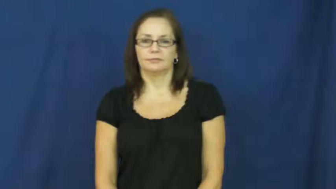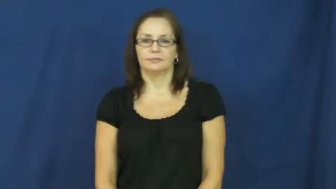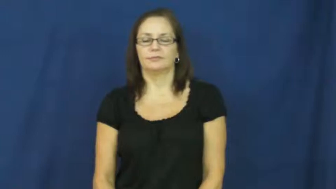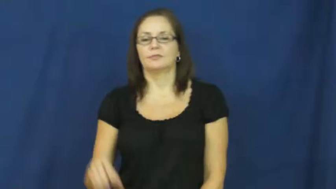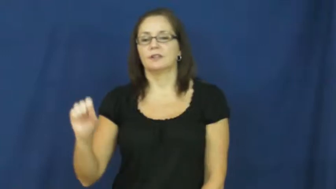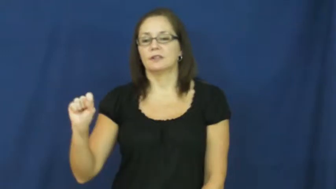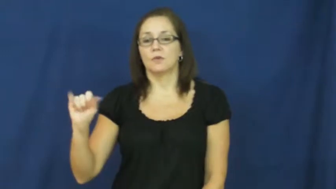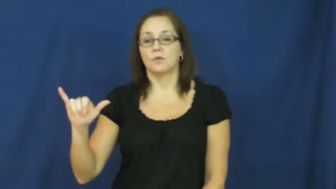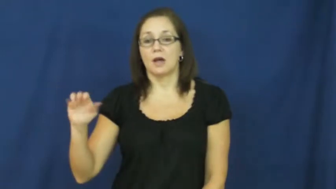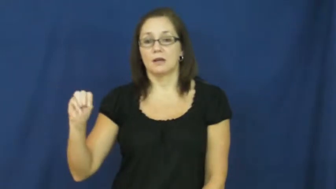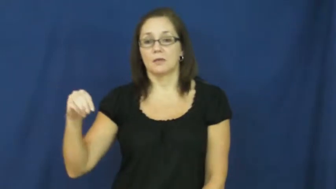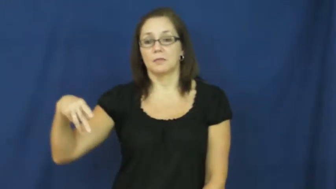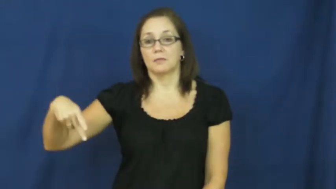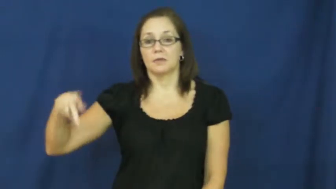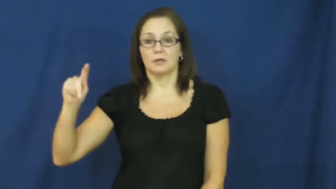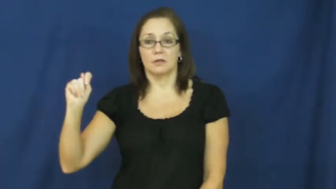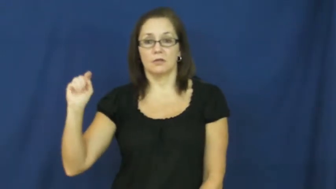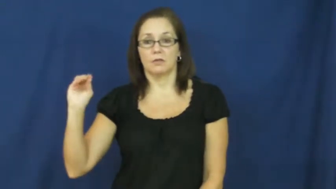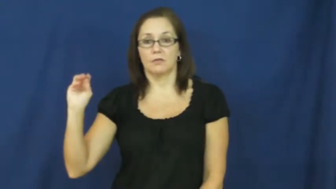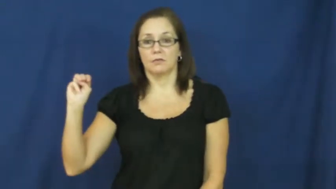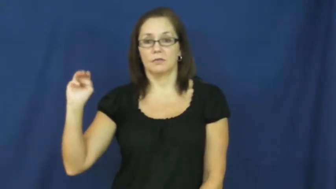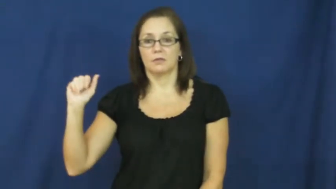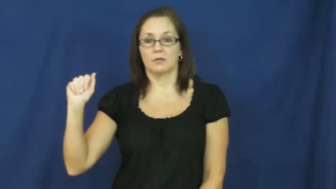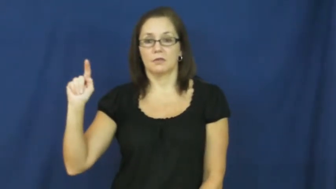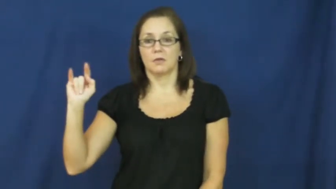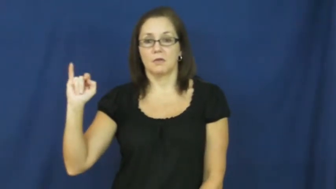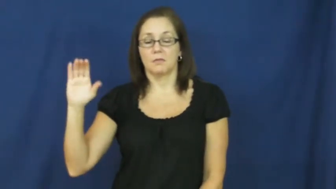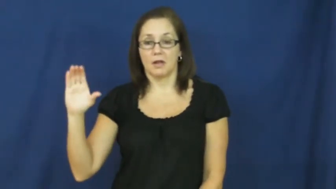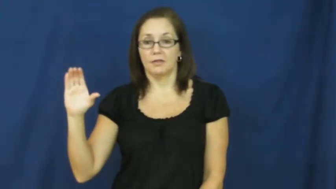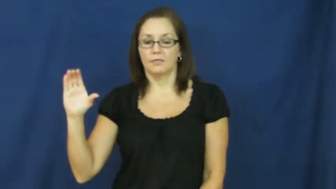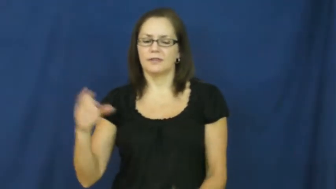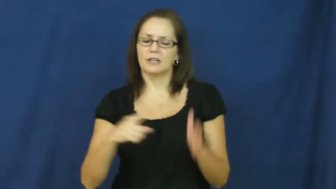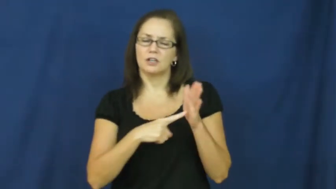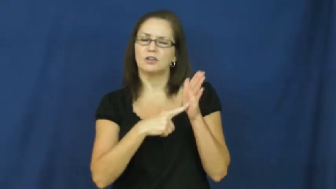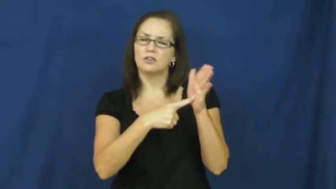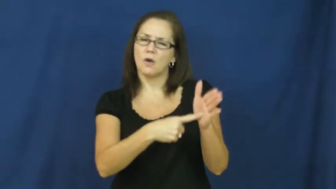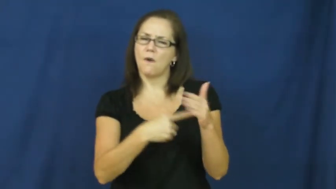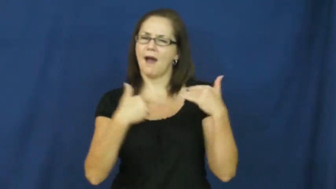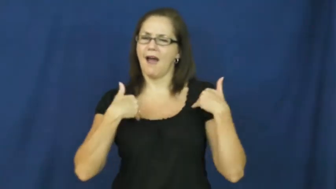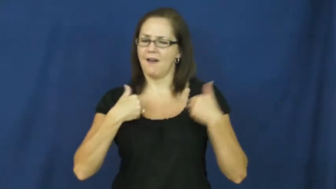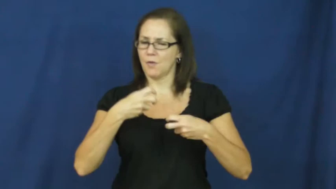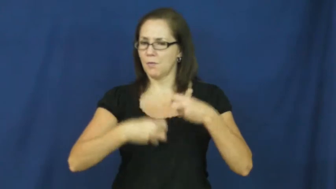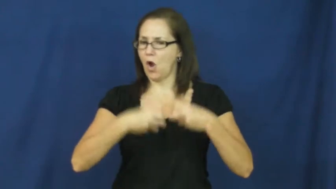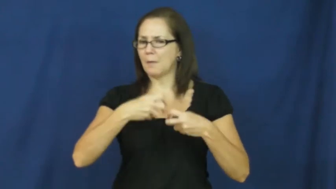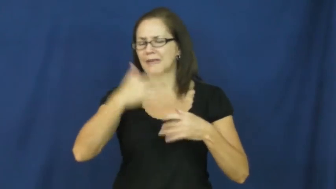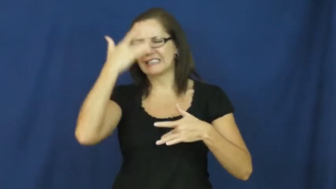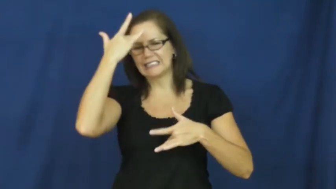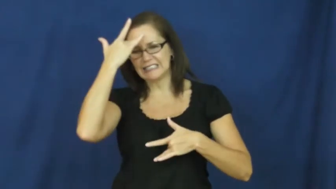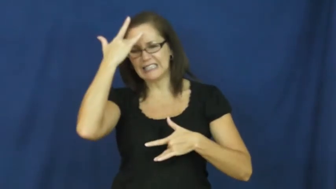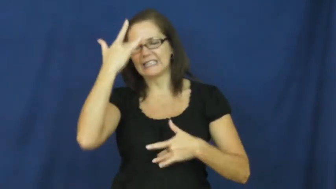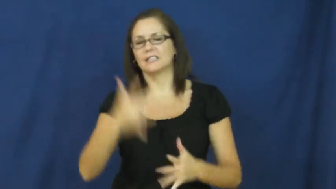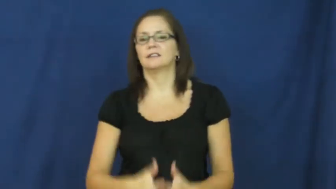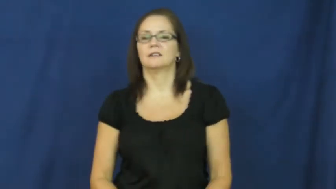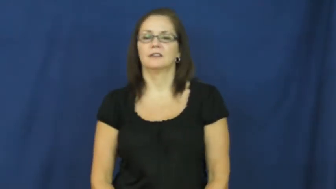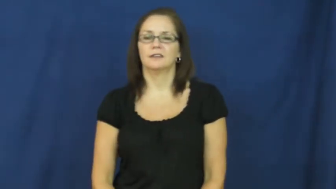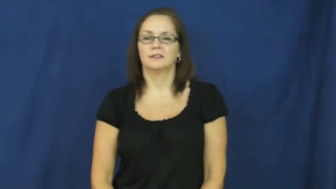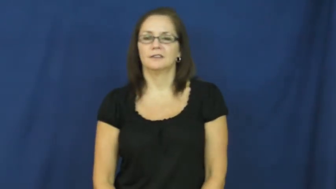symptomatic